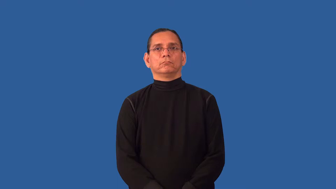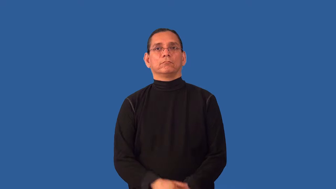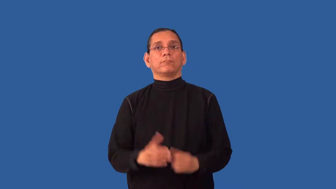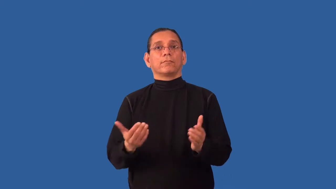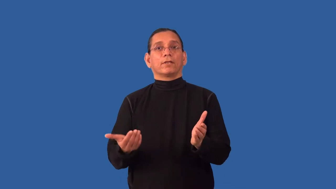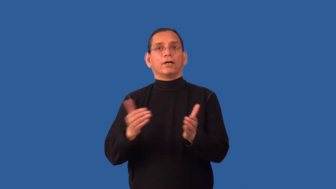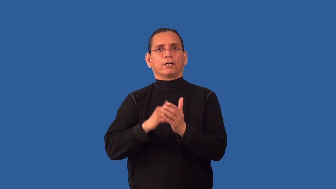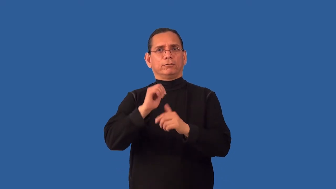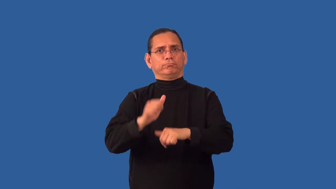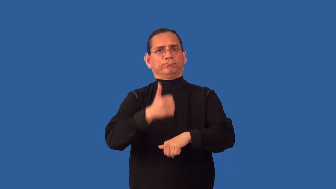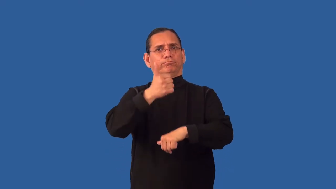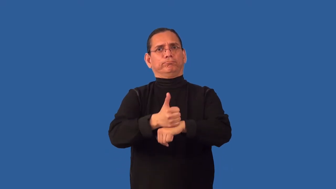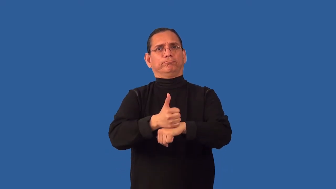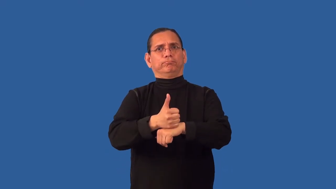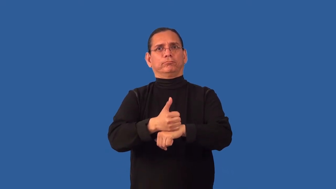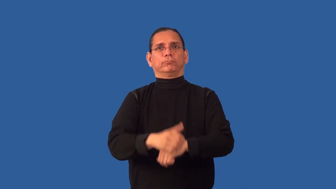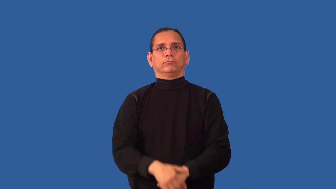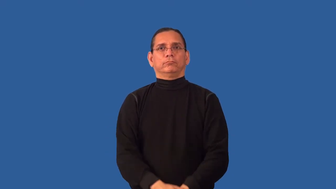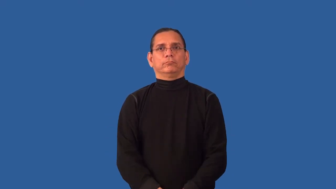reconstitute,reset,remount